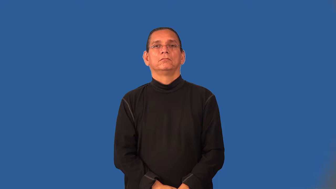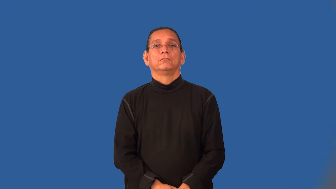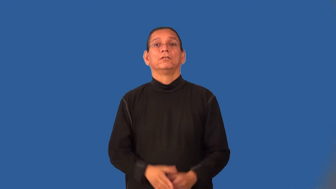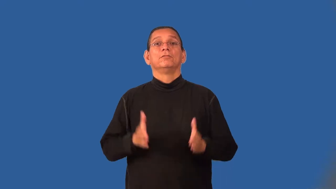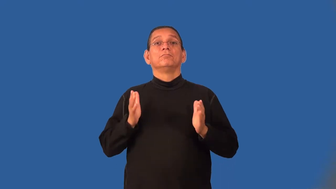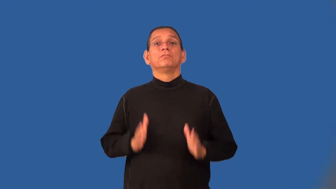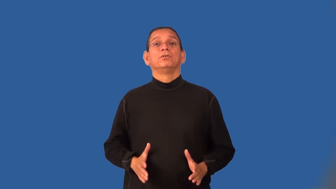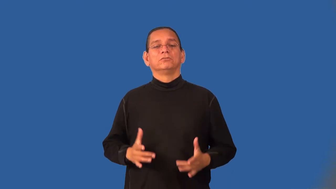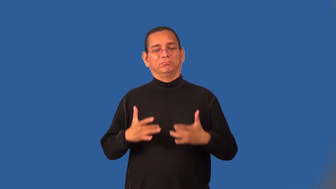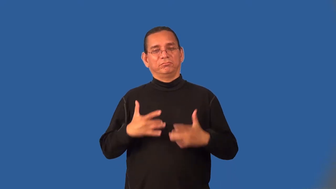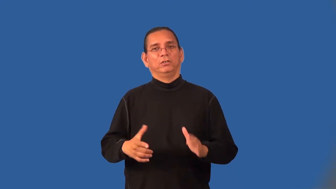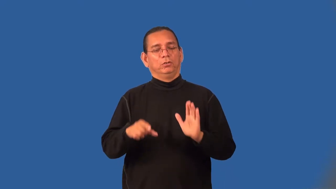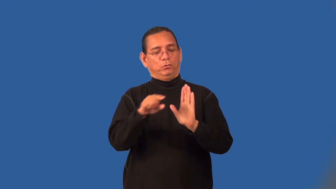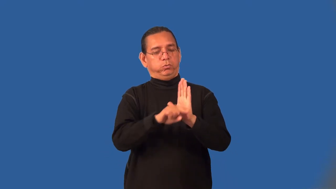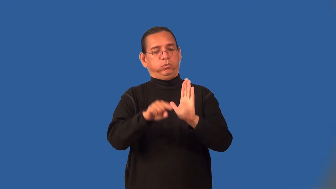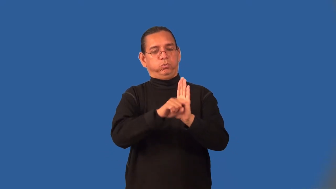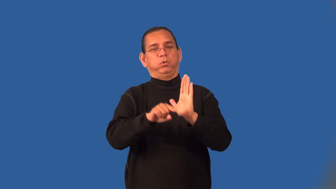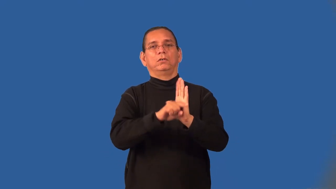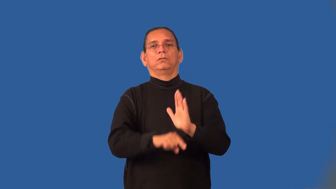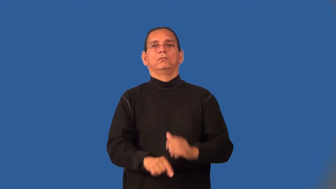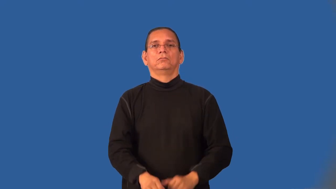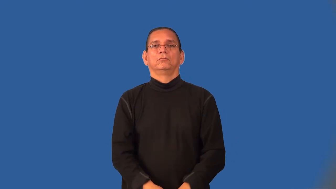pessimist,fatalist